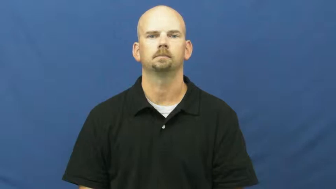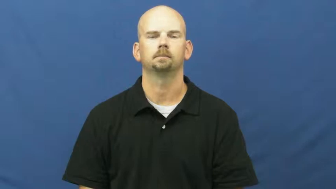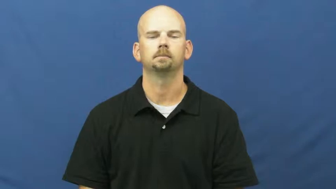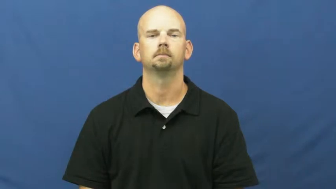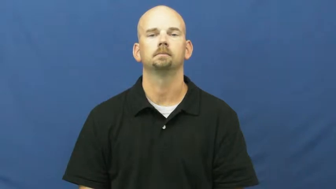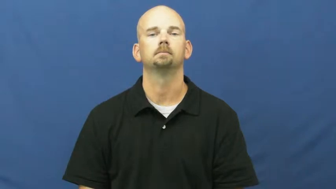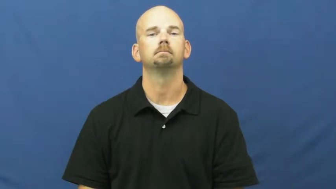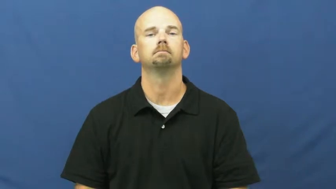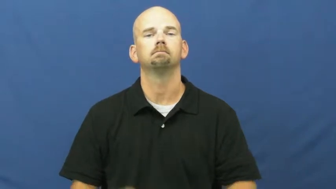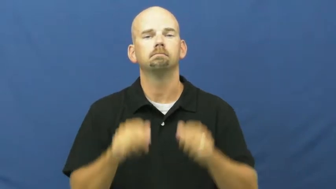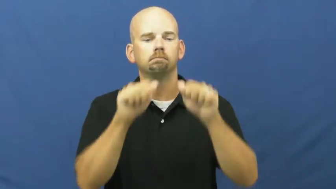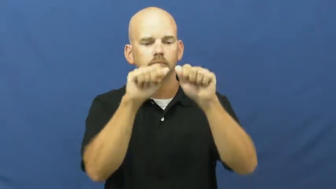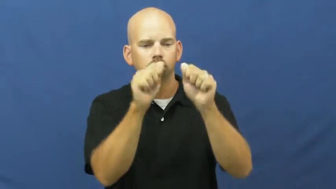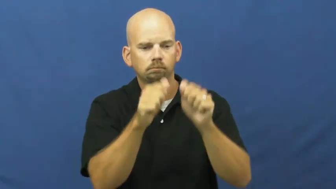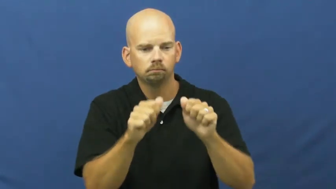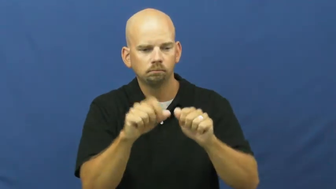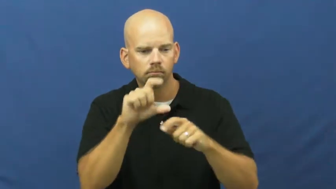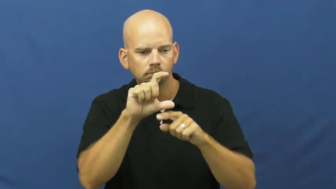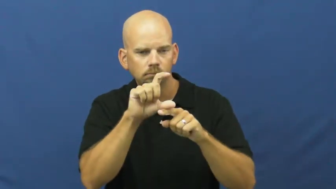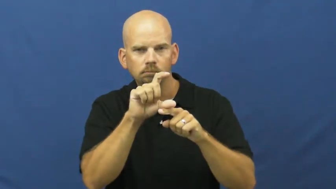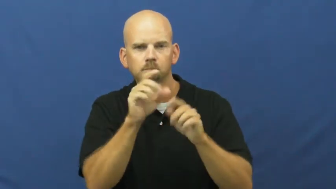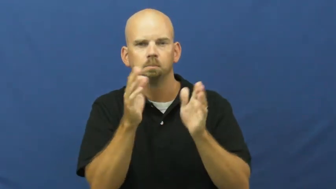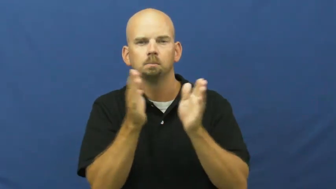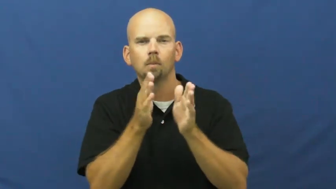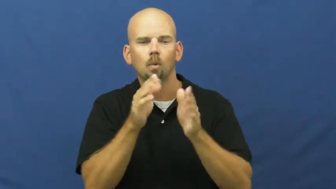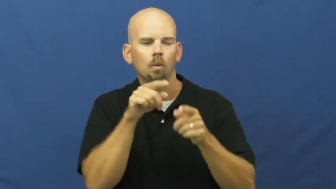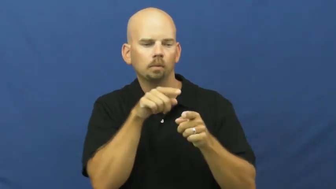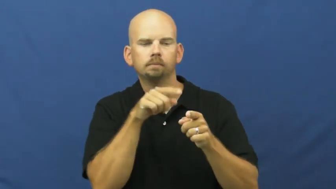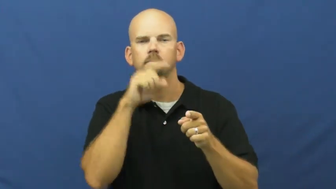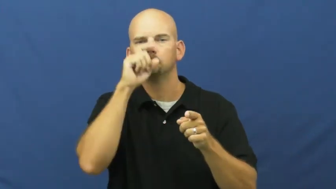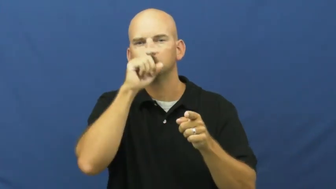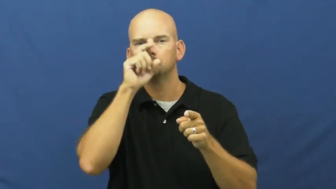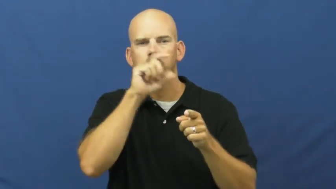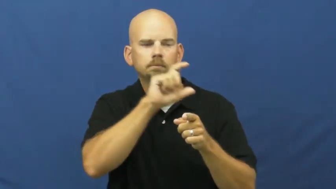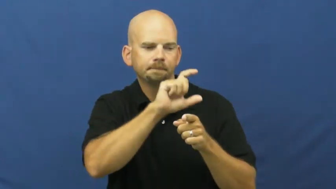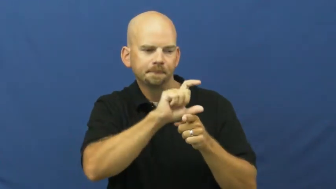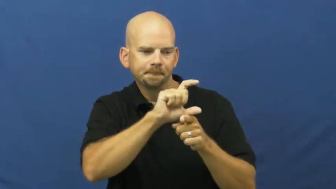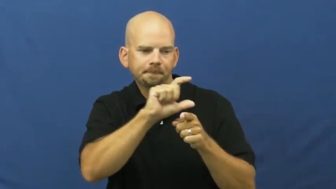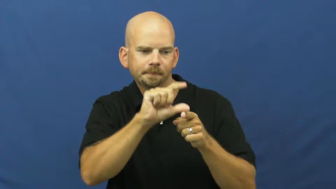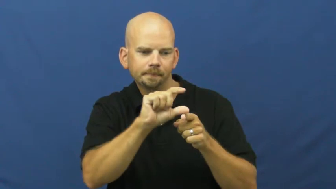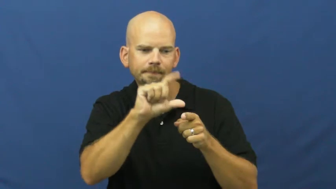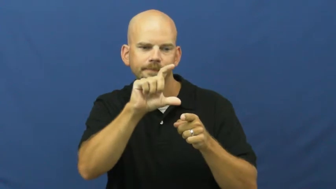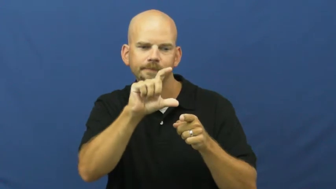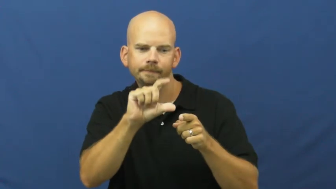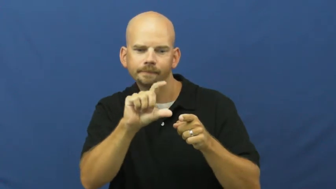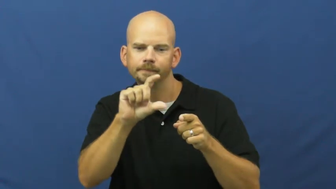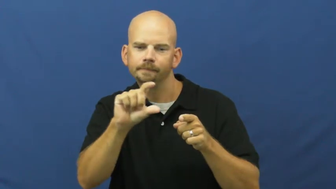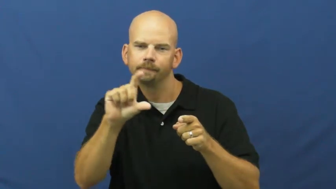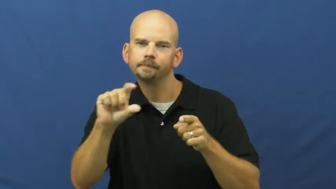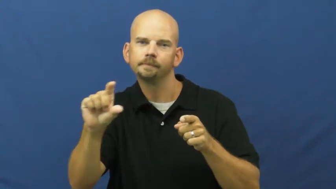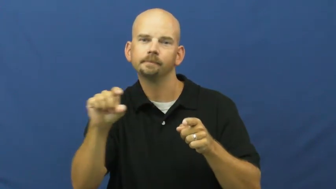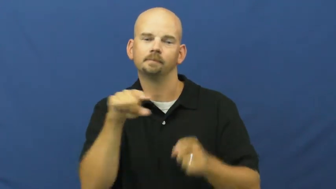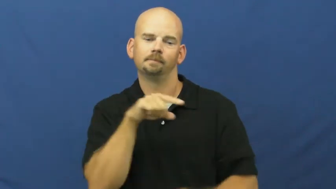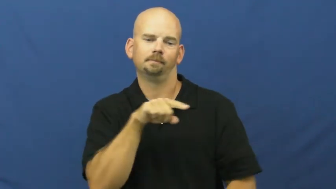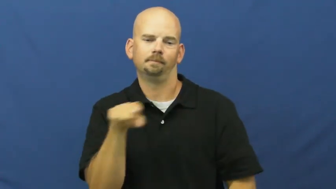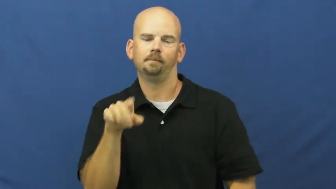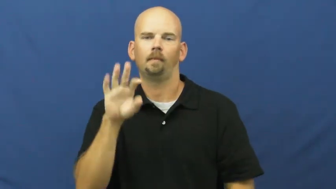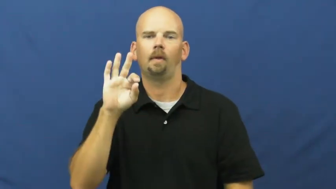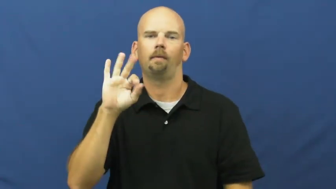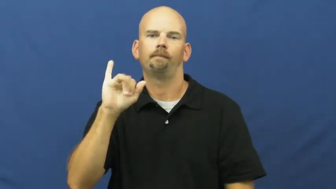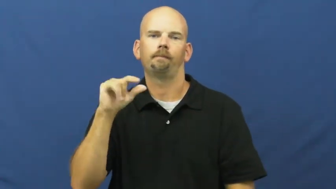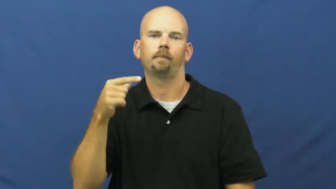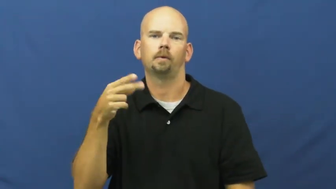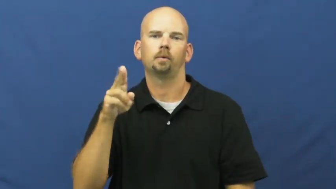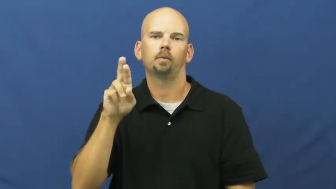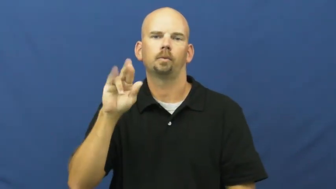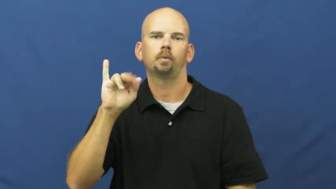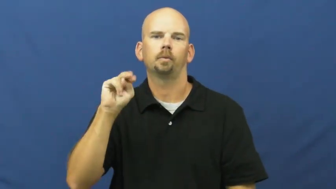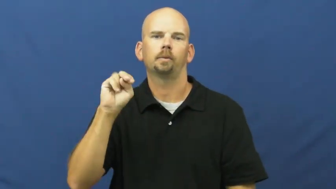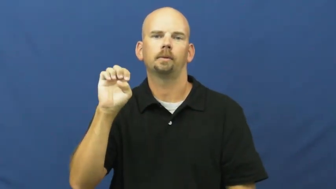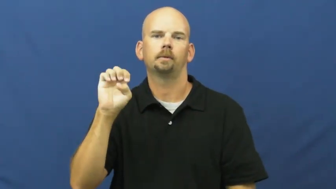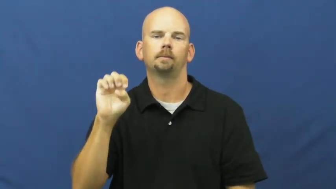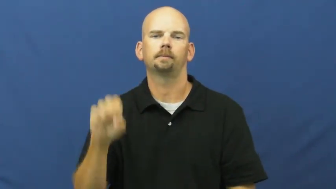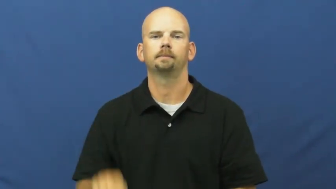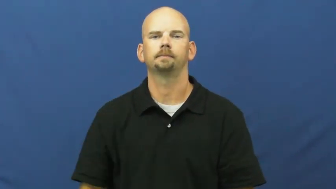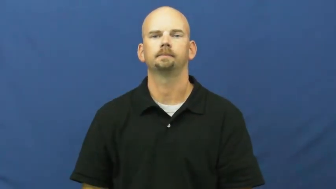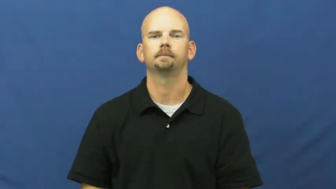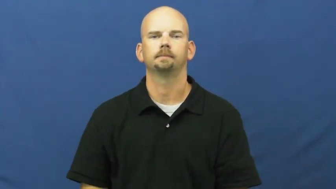figurine